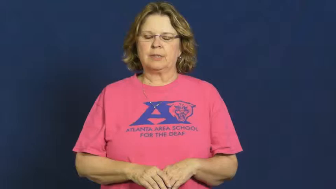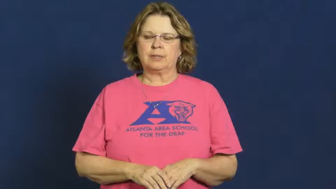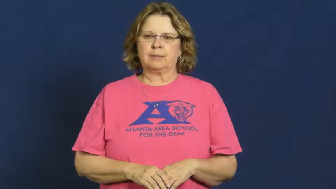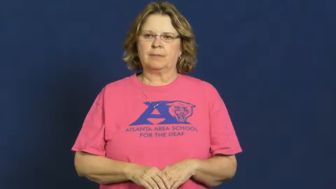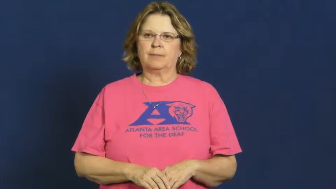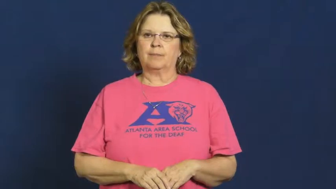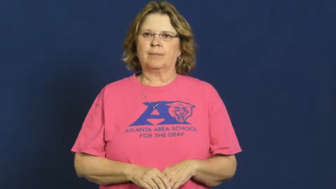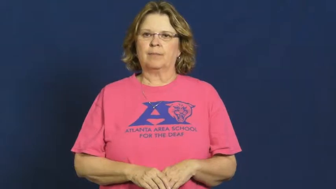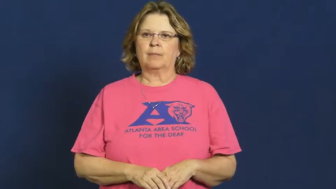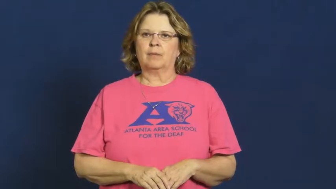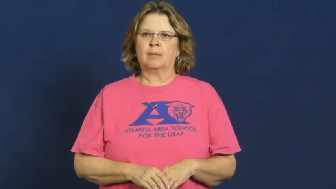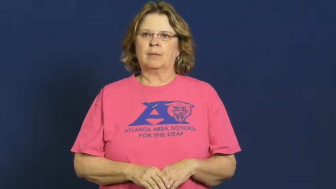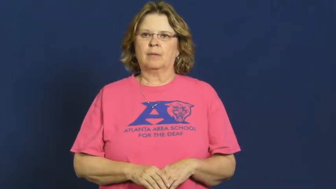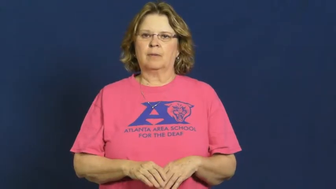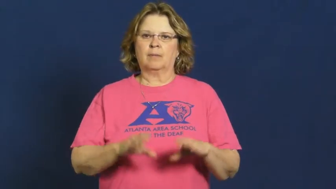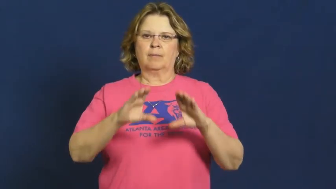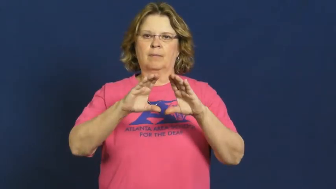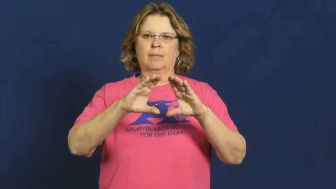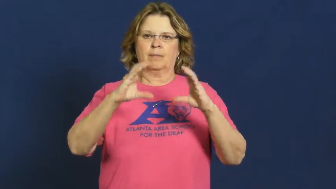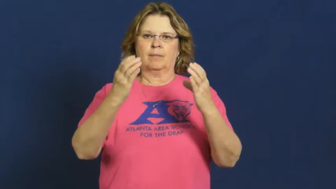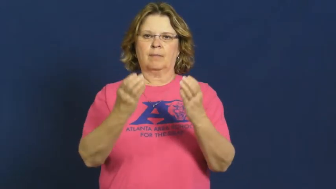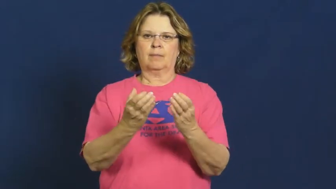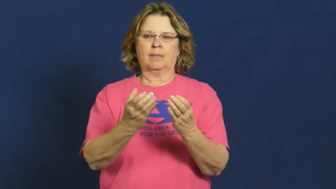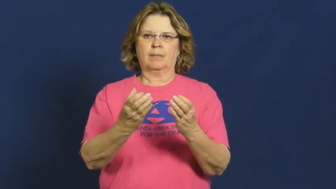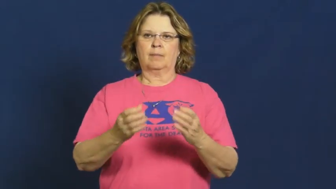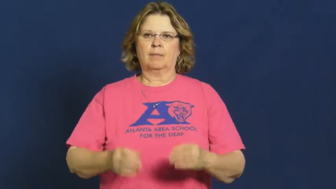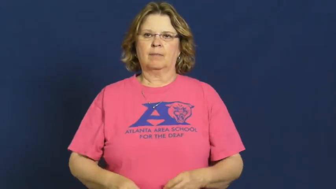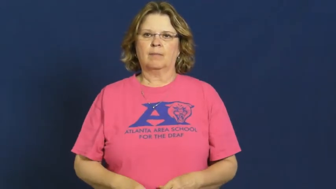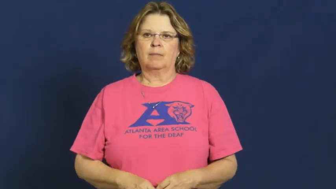gang,crew-group